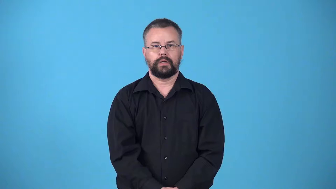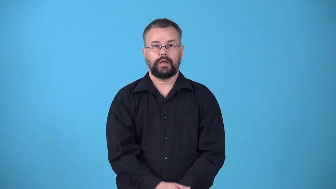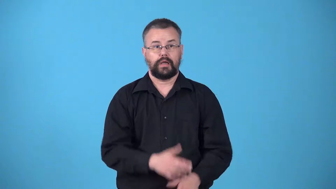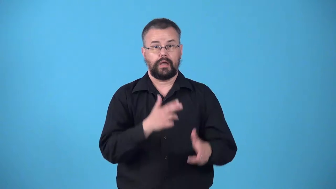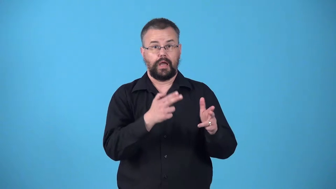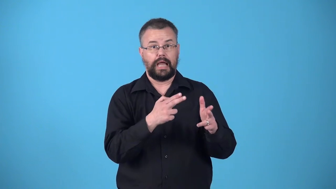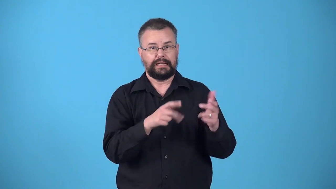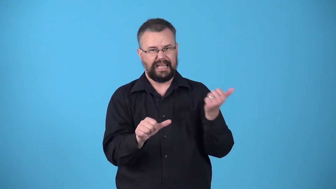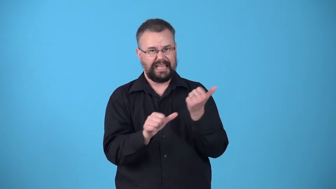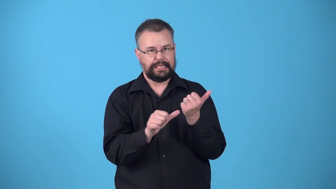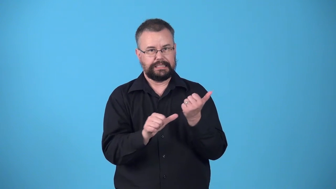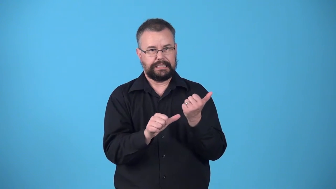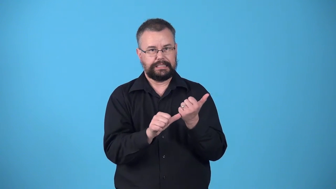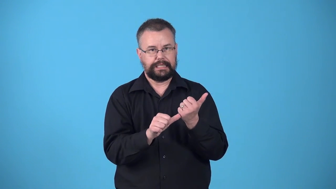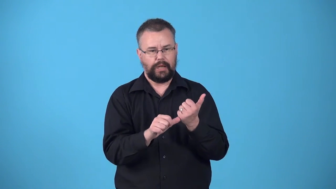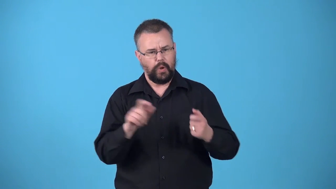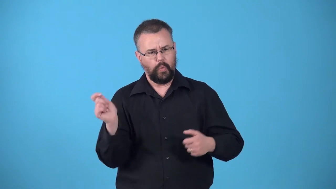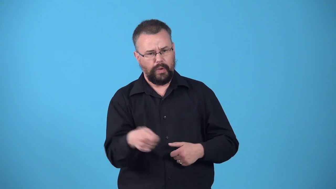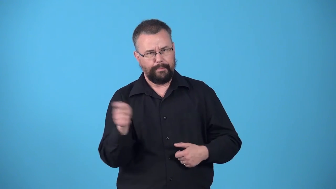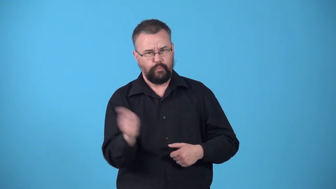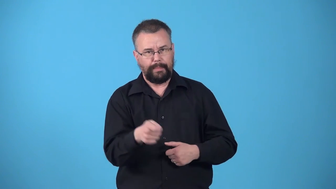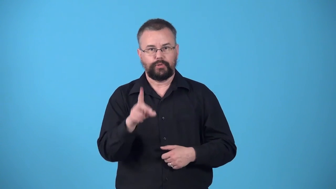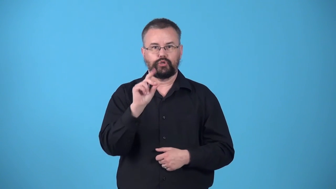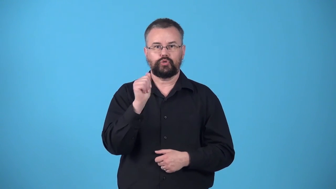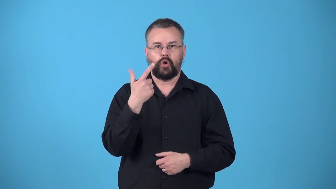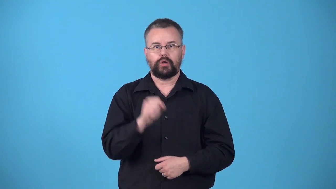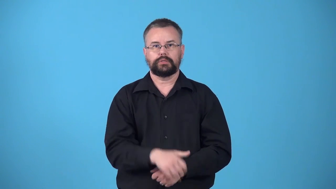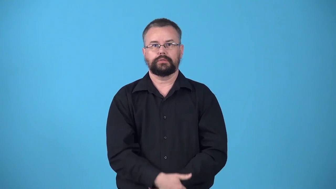whipper